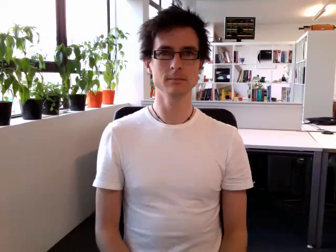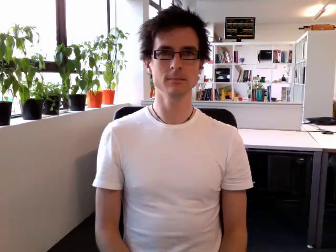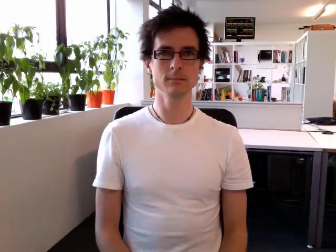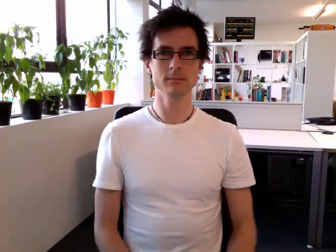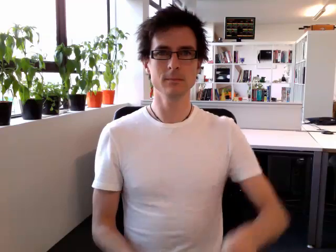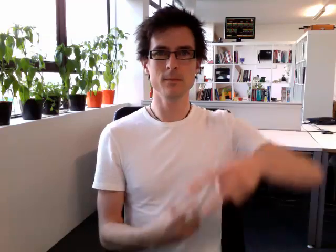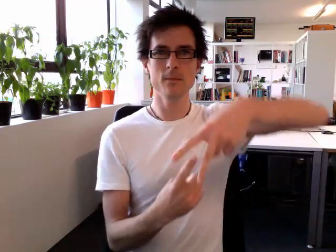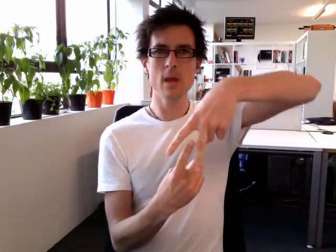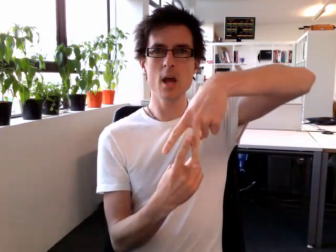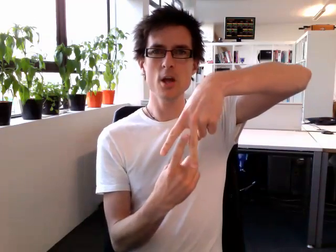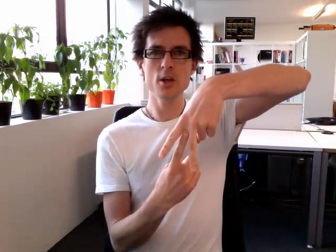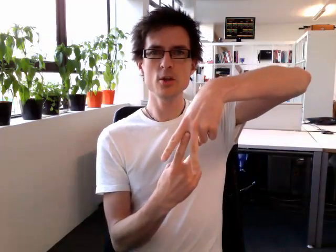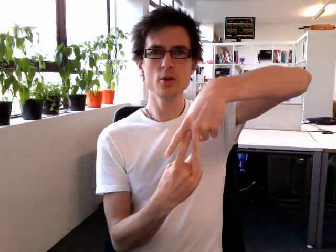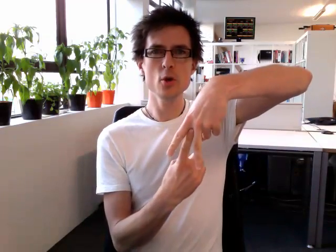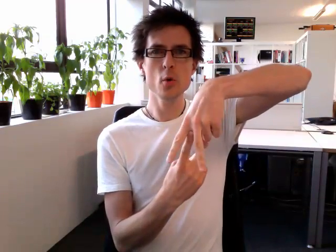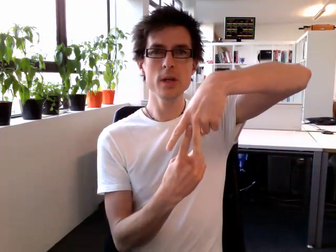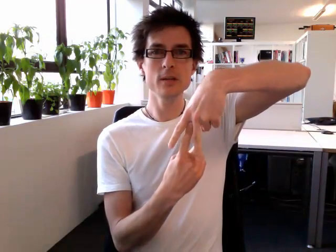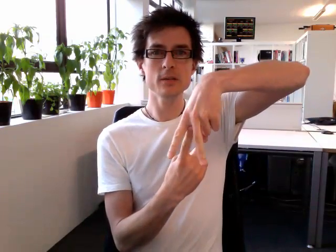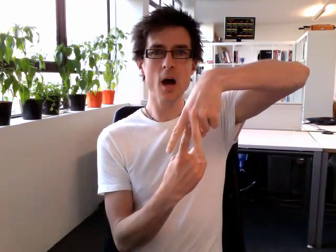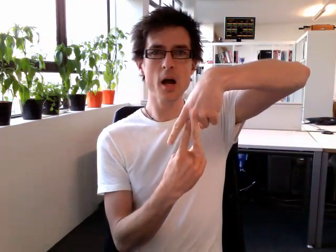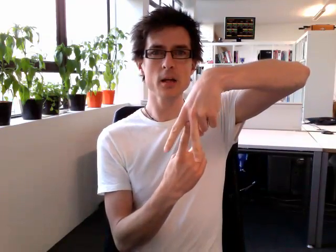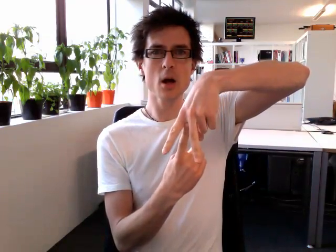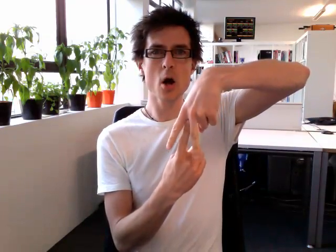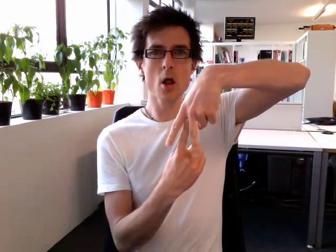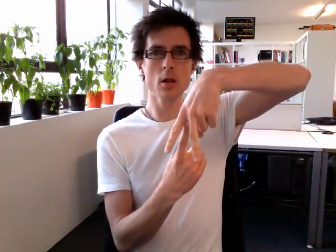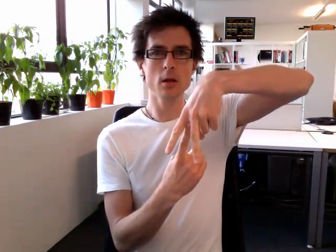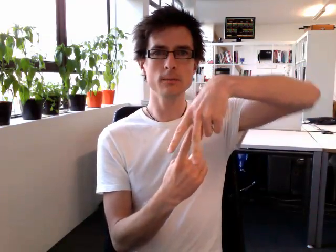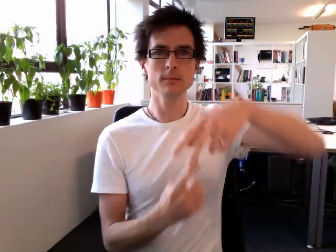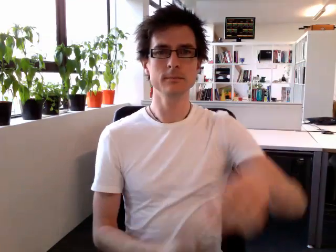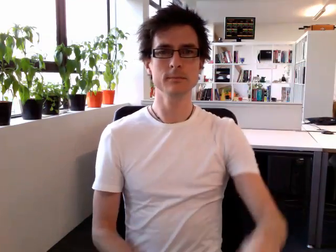unicycle